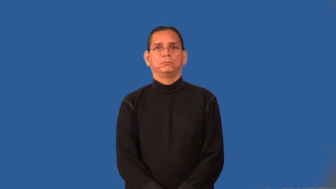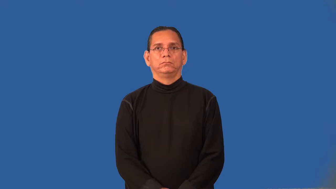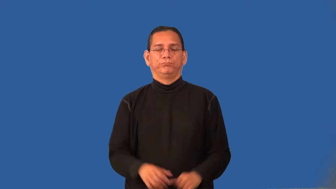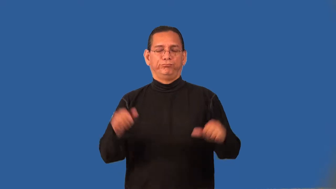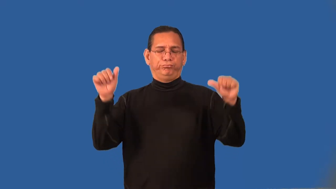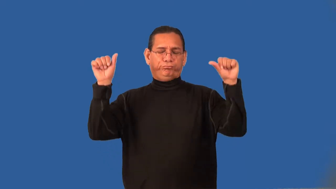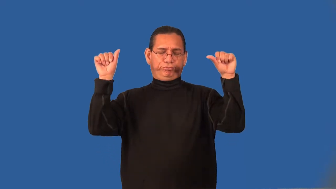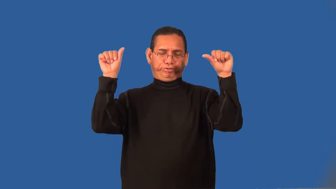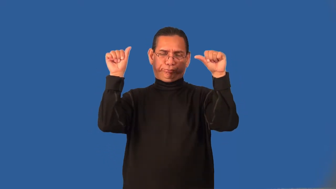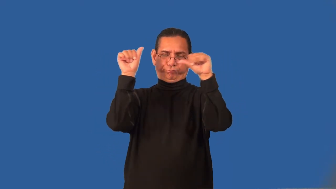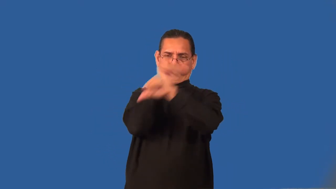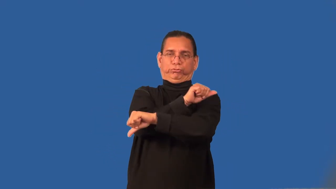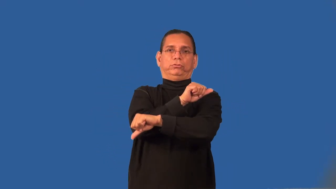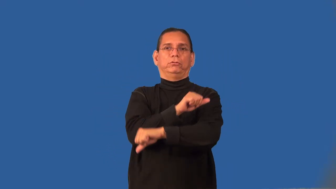punchy-drunk